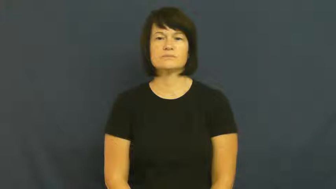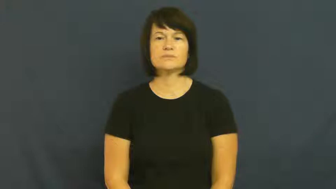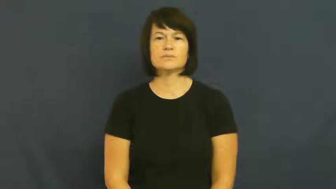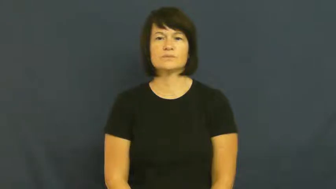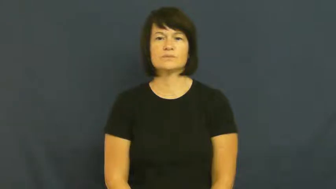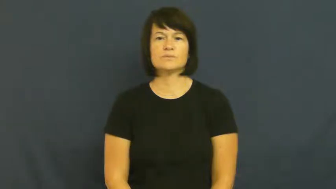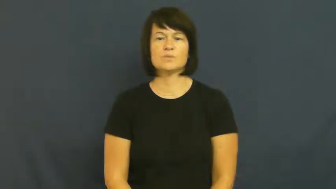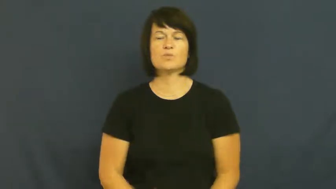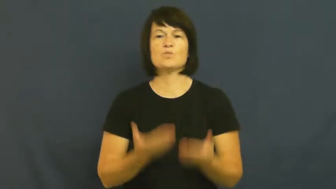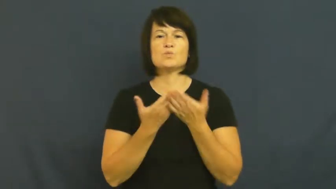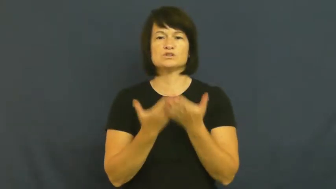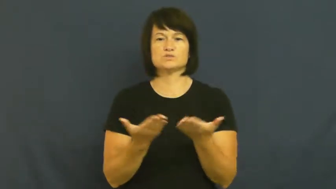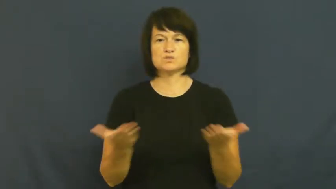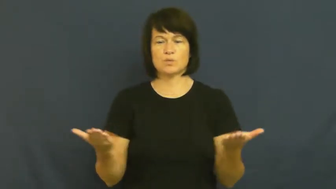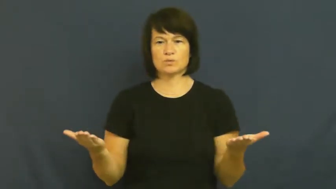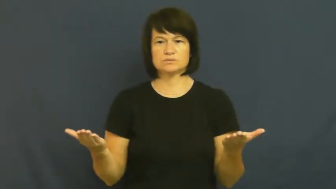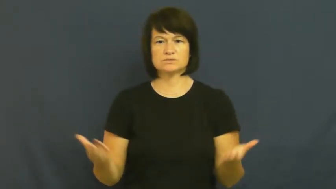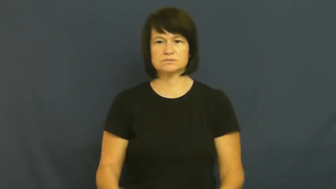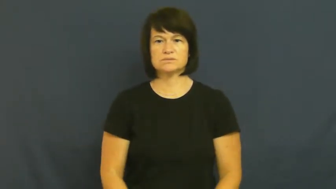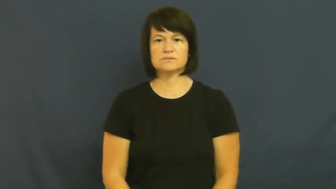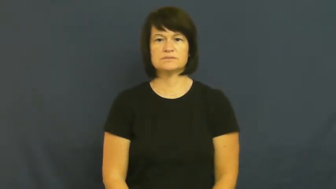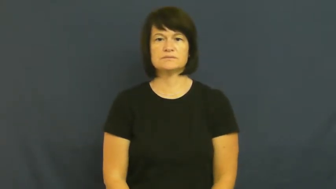resource